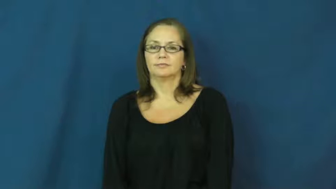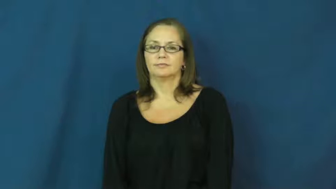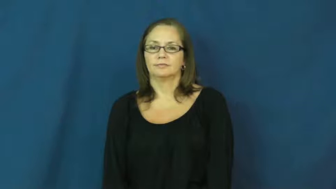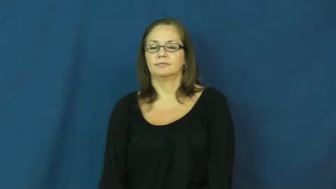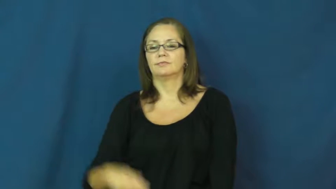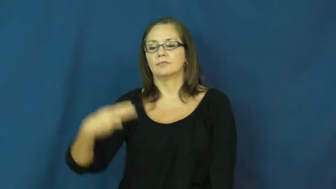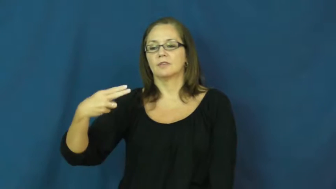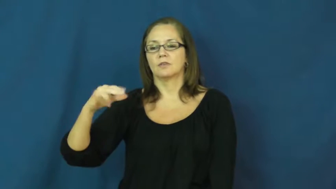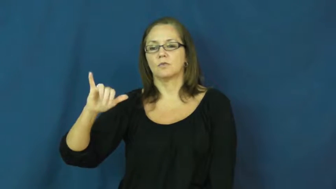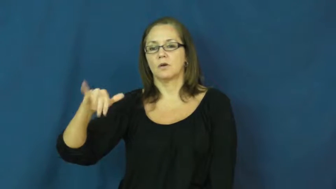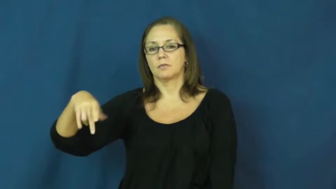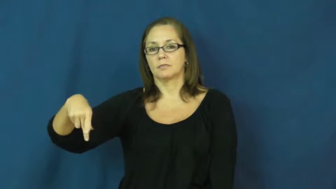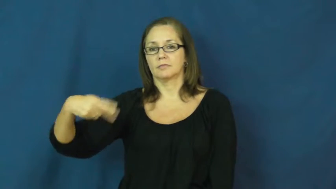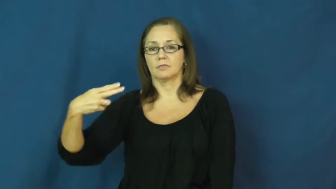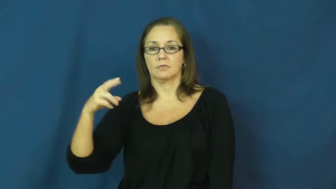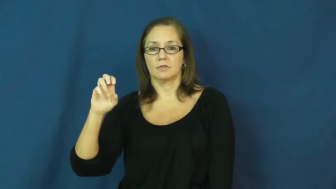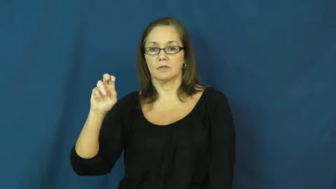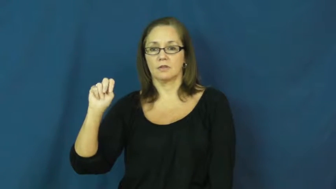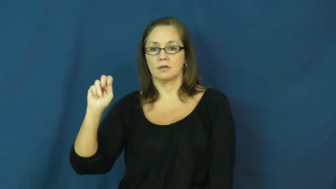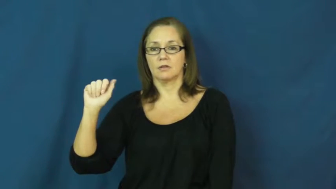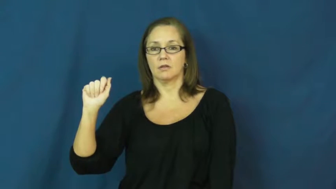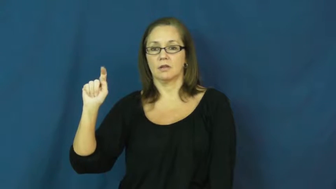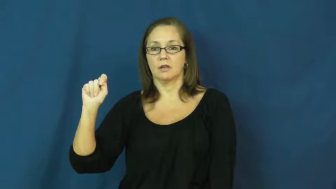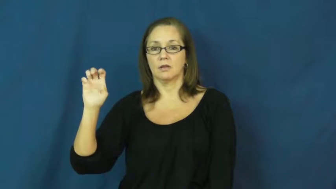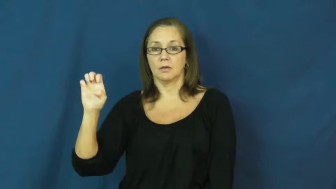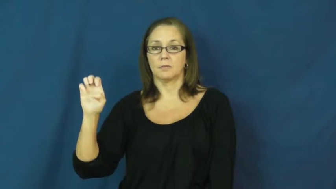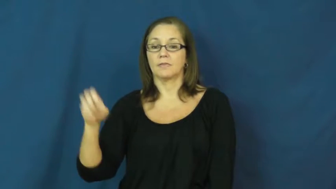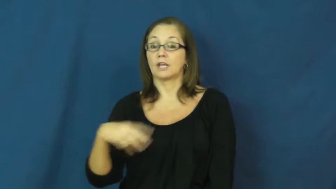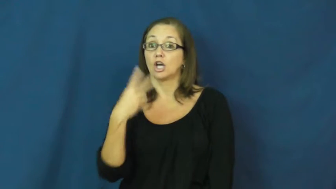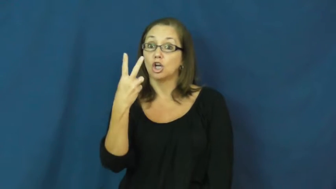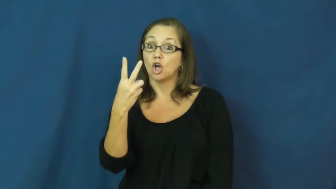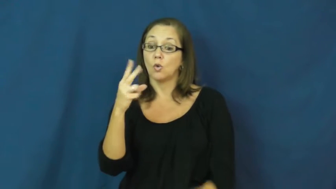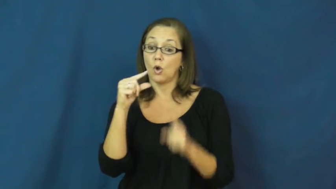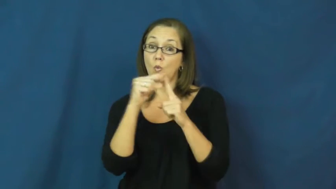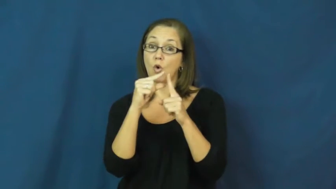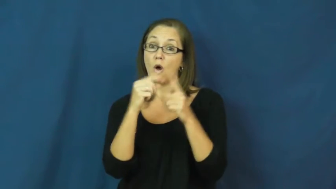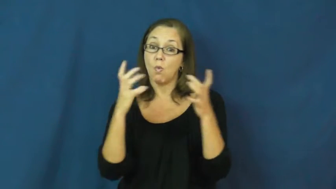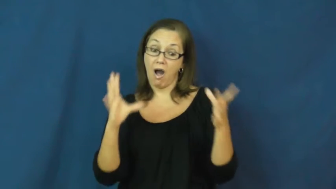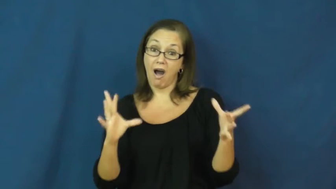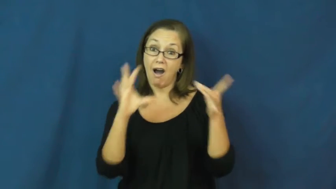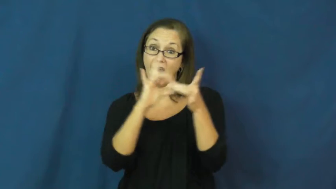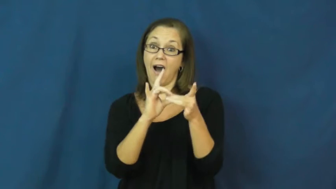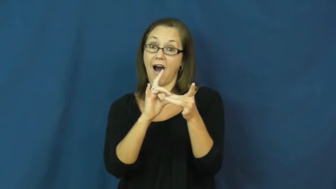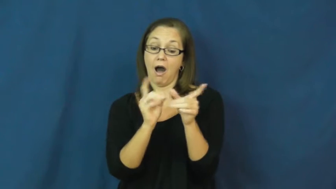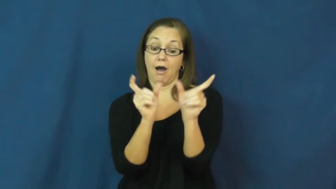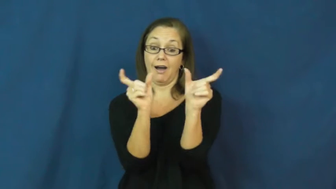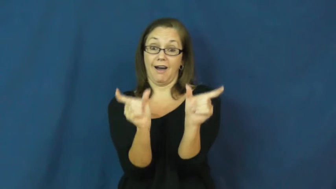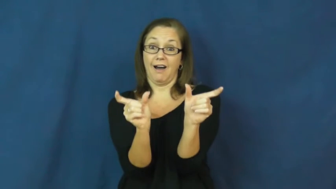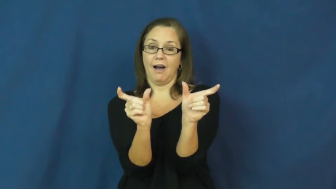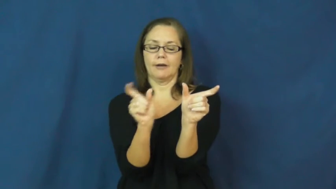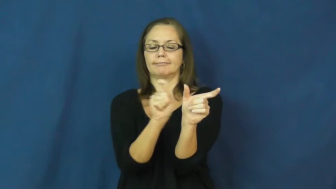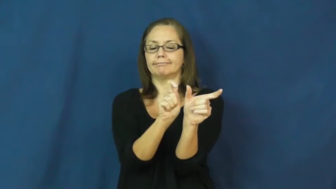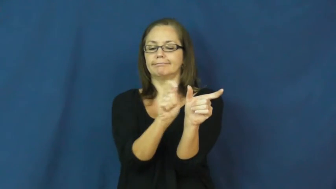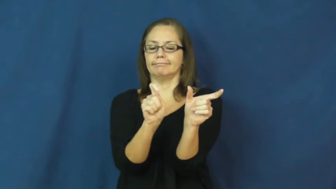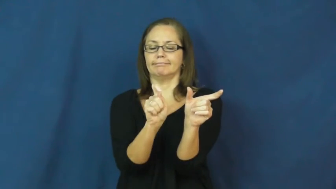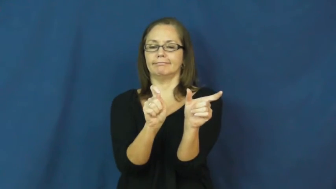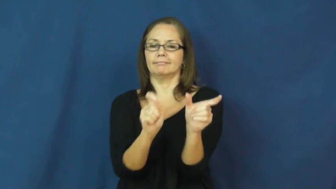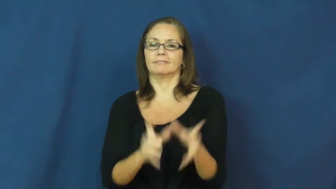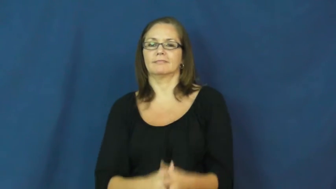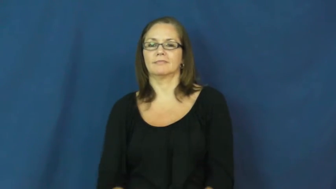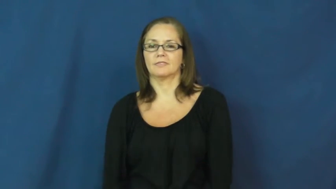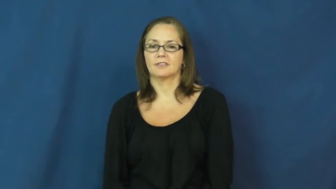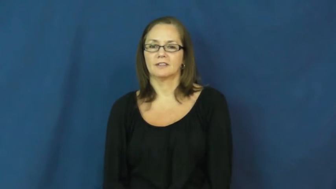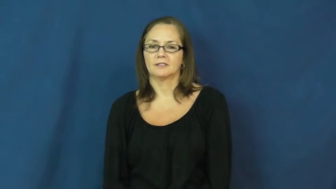hyphenate